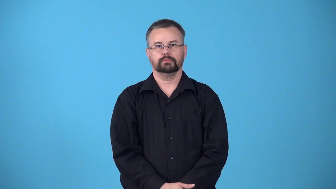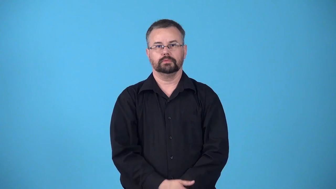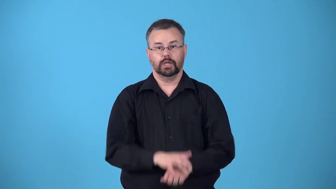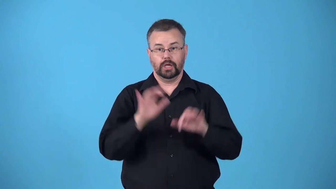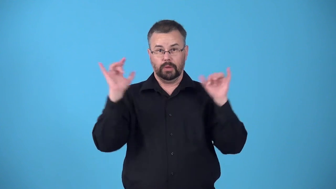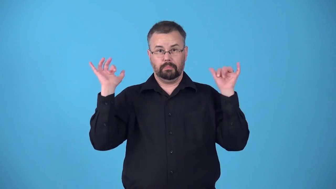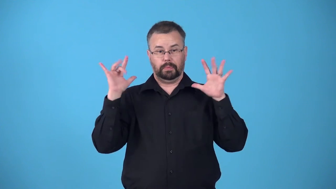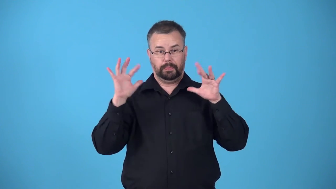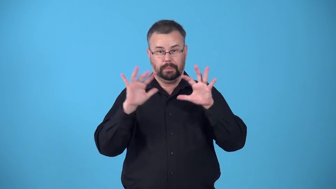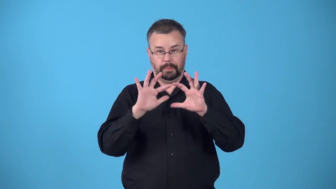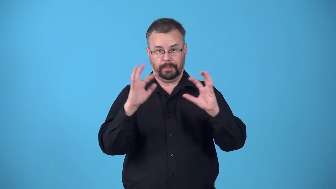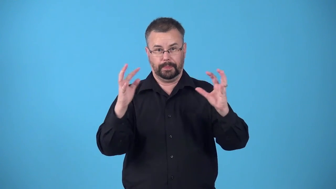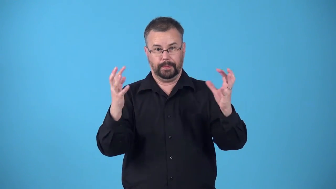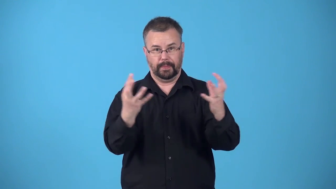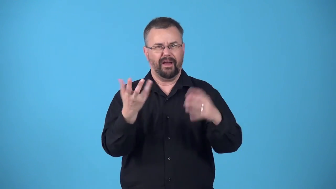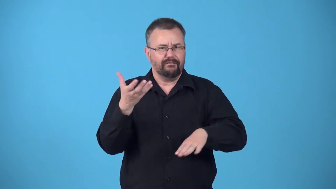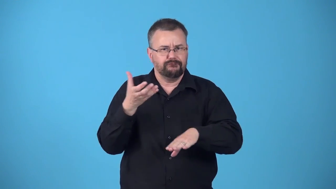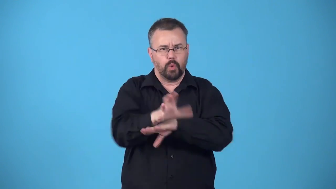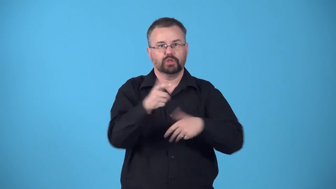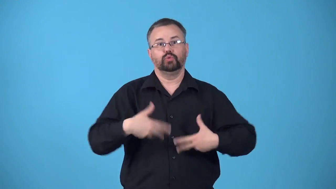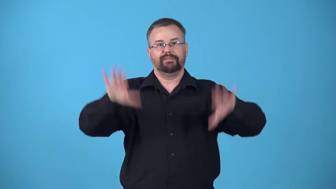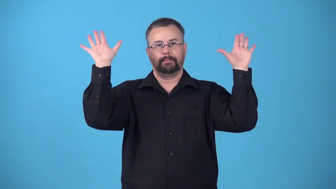beleaguer-surround and force to give up